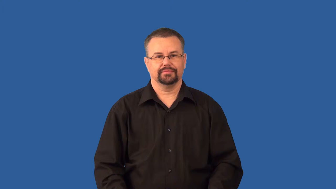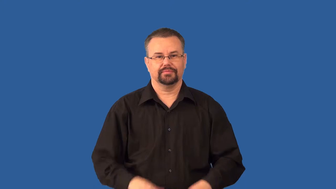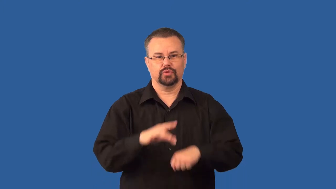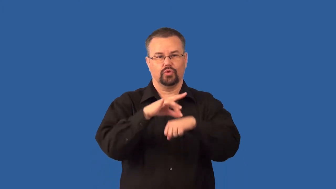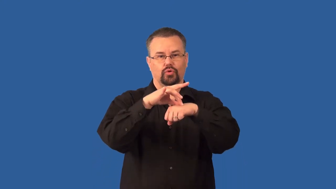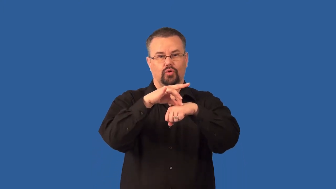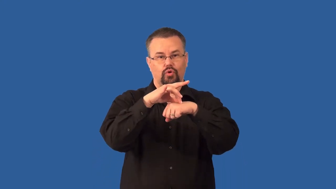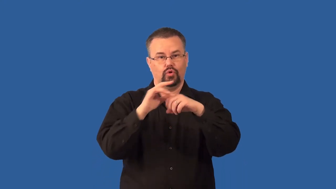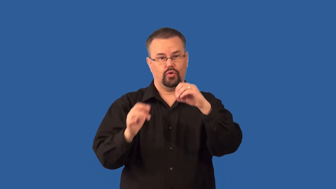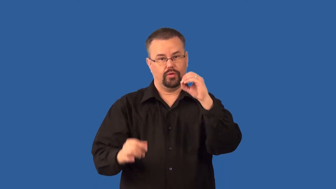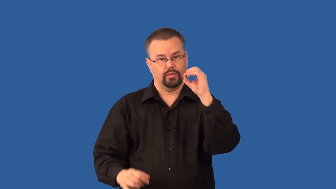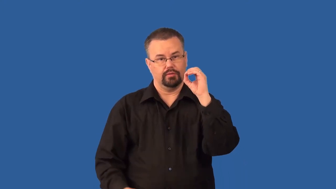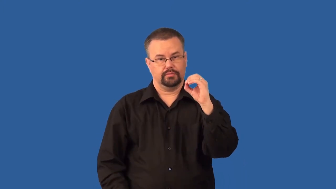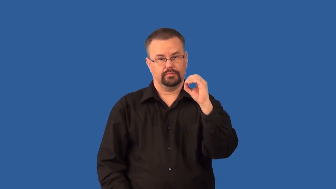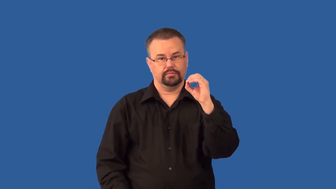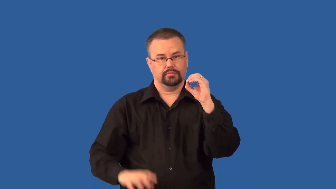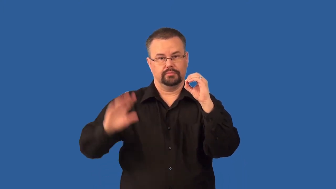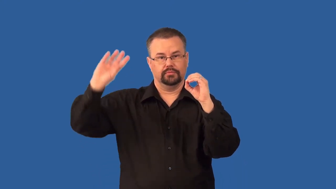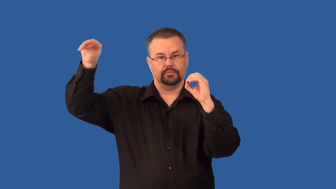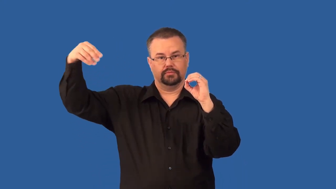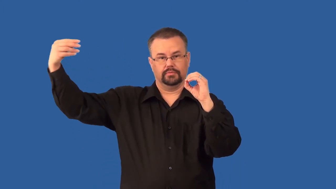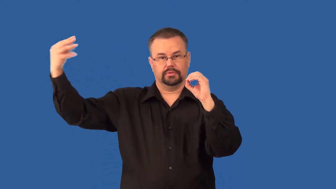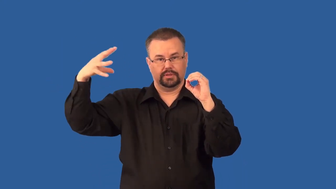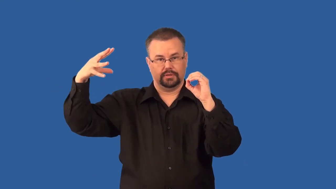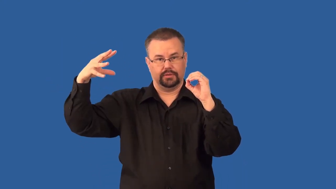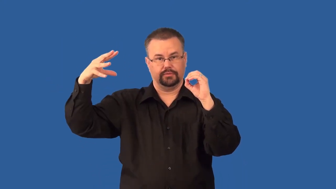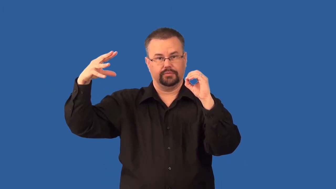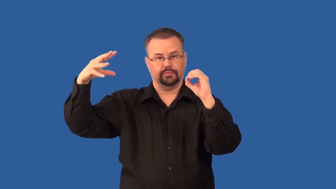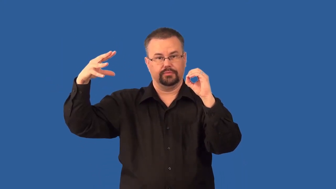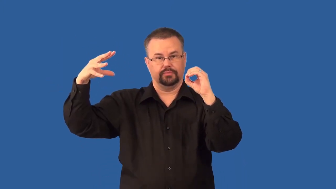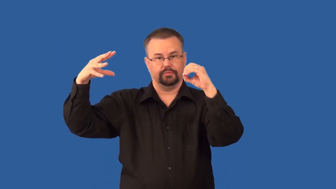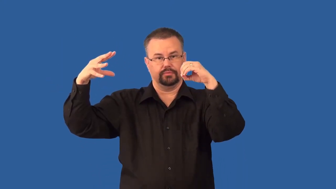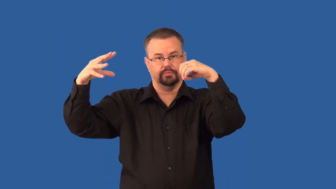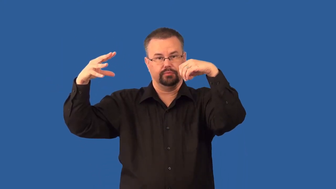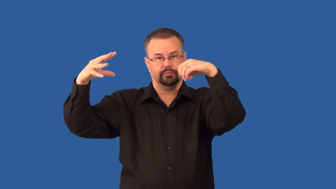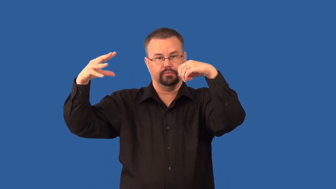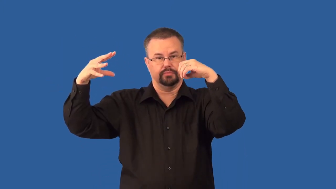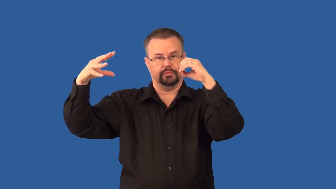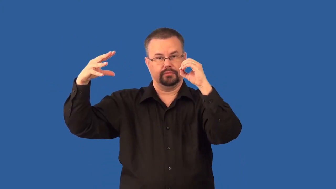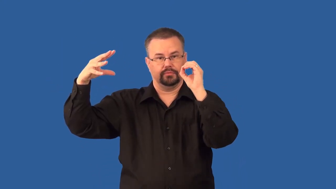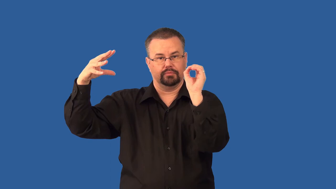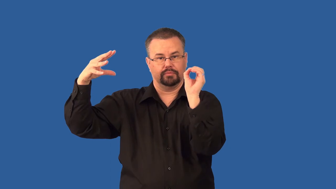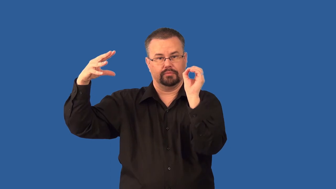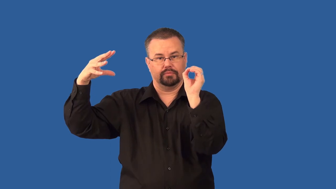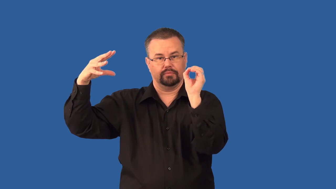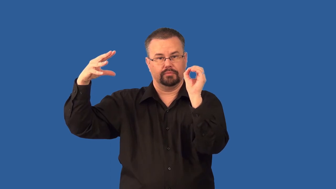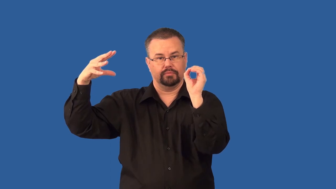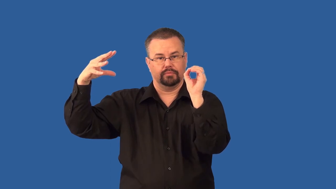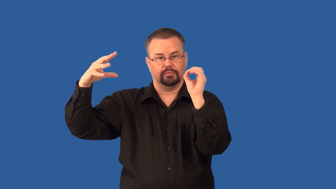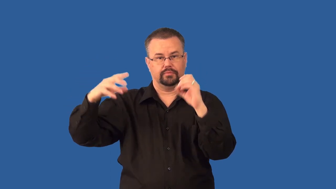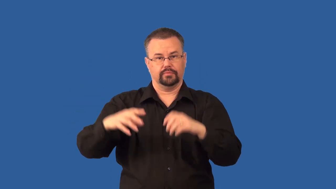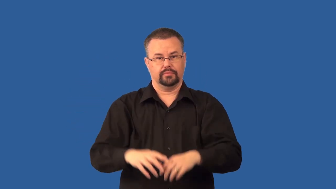solstice